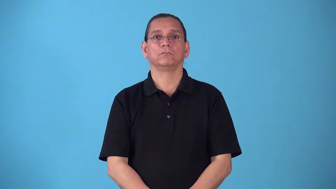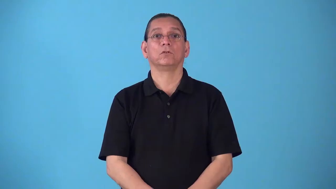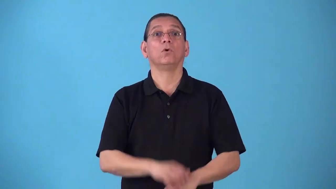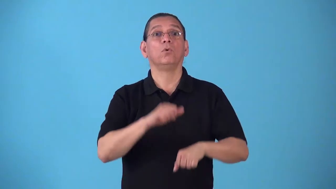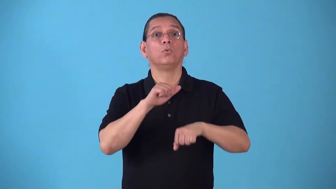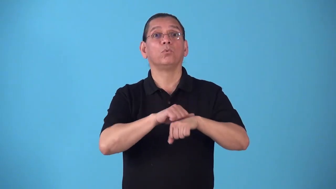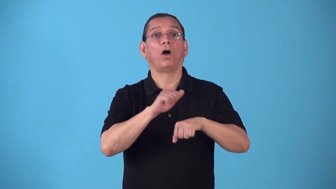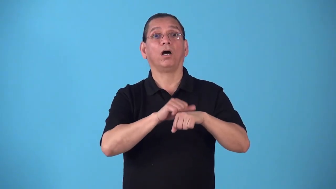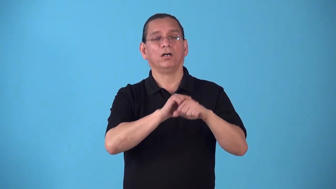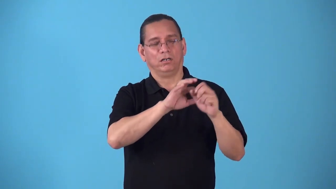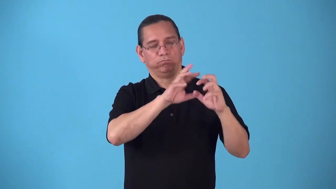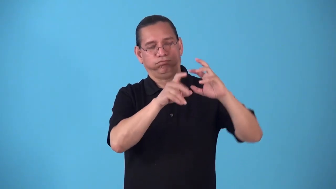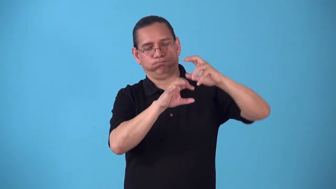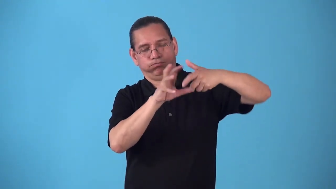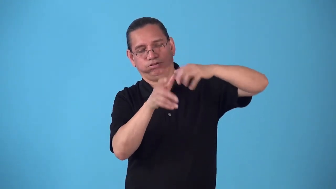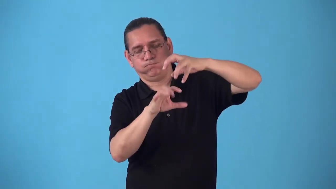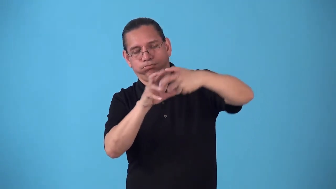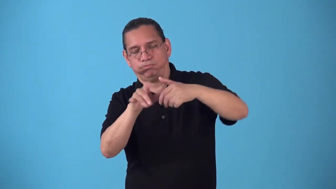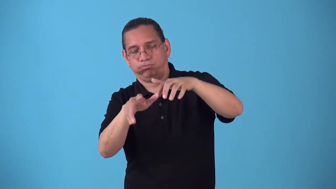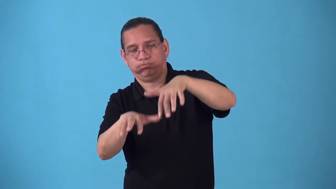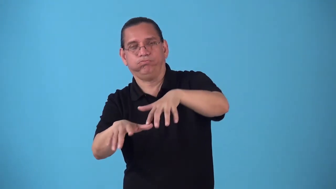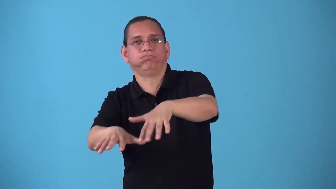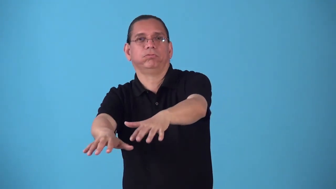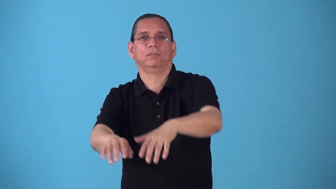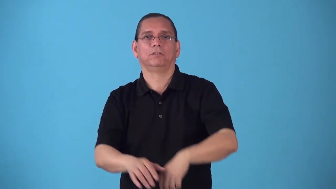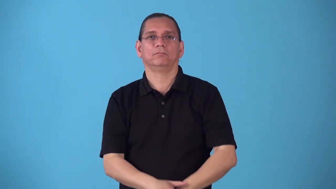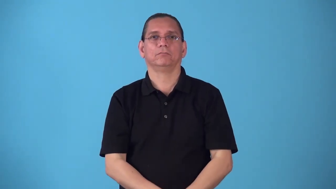rockfall